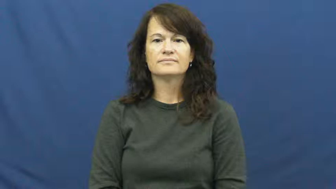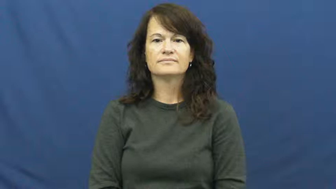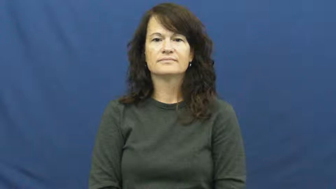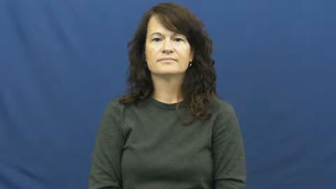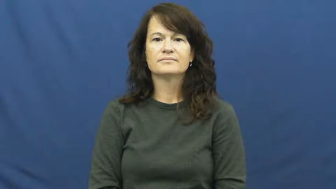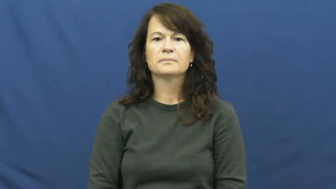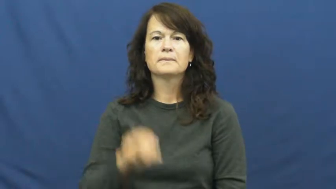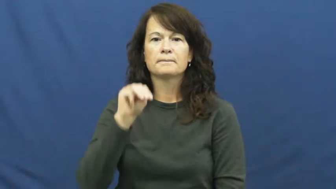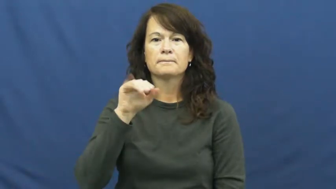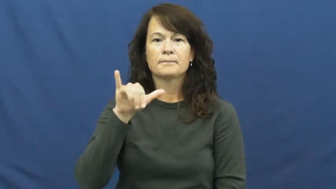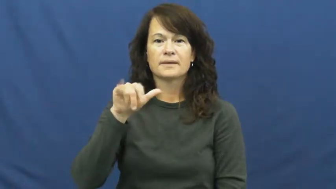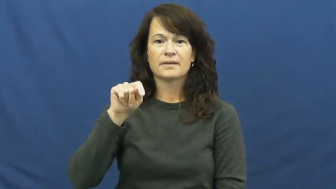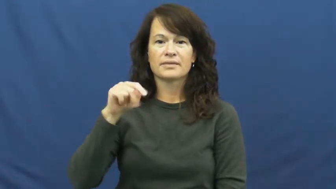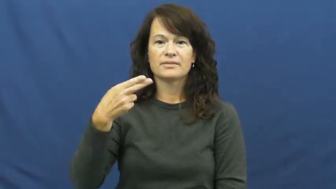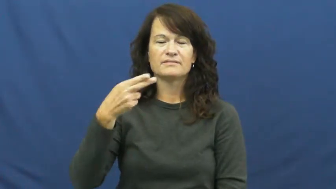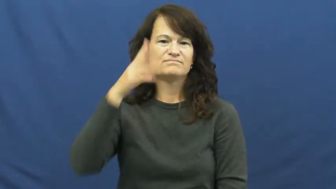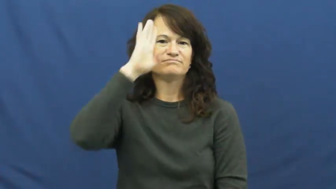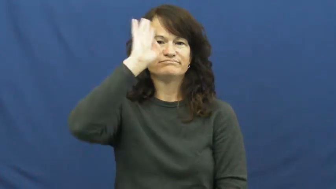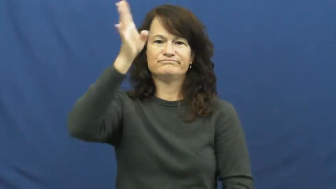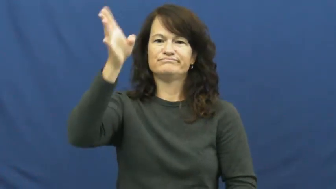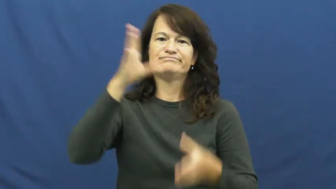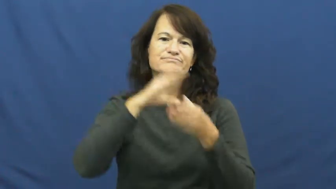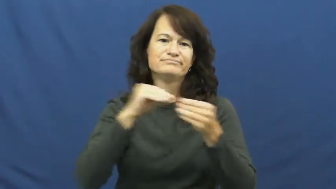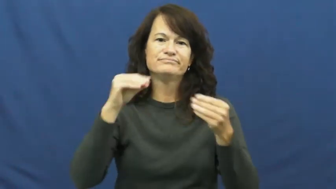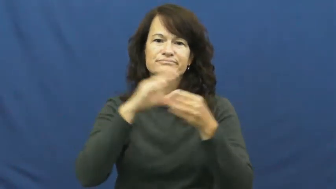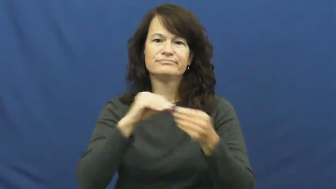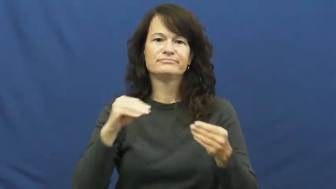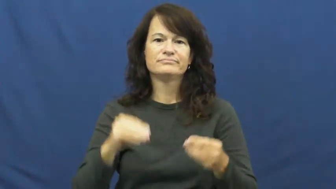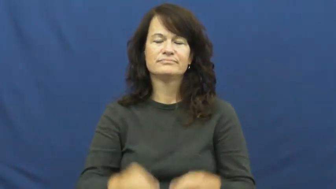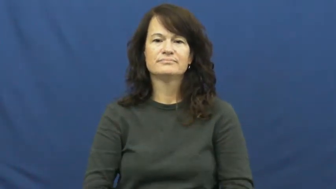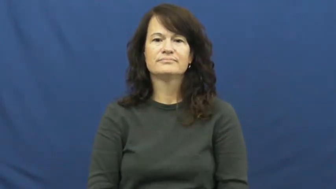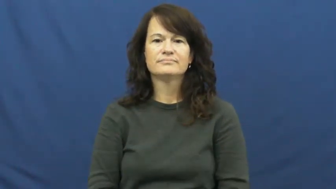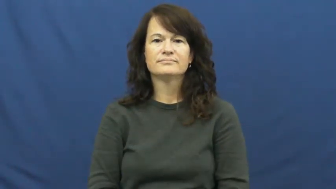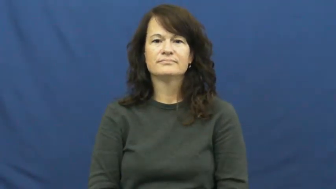myth,mythology